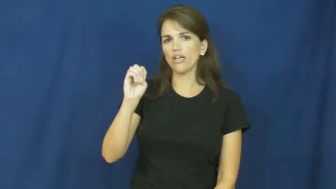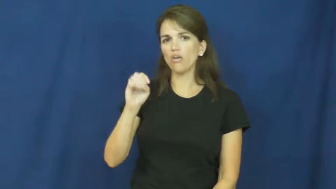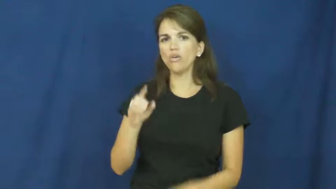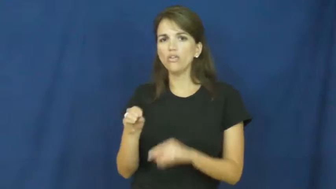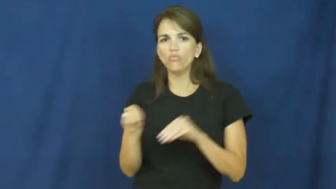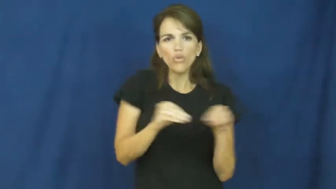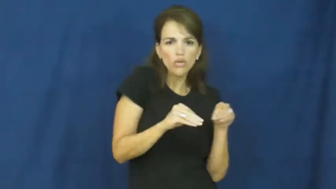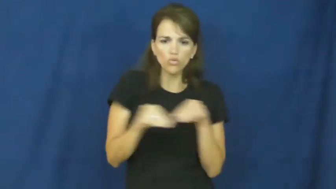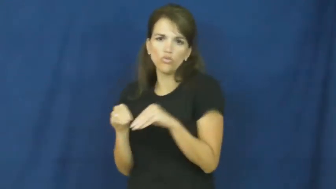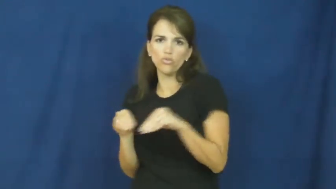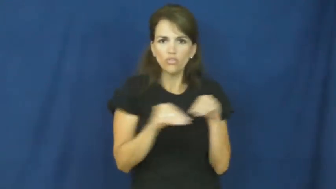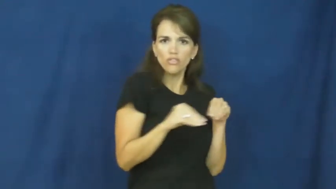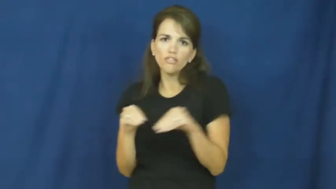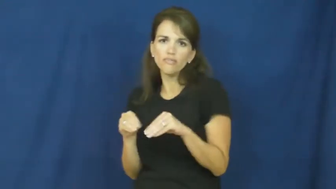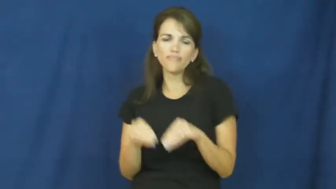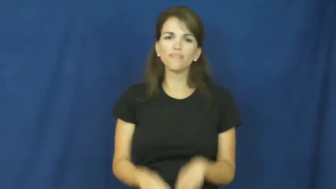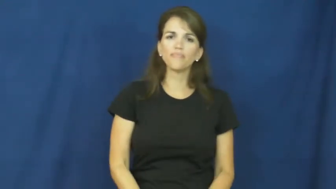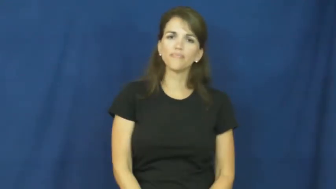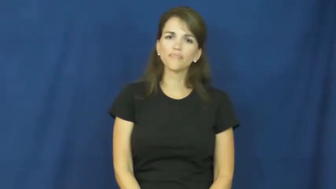move about,move around